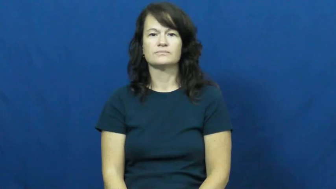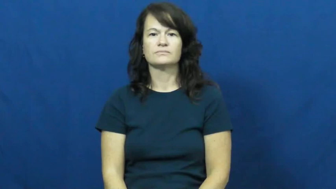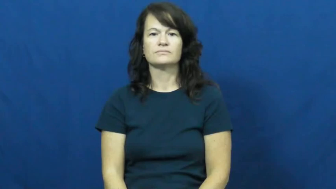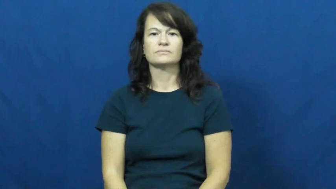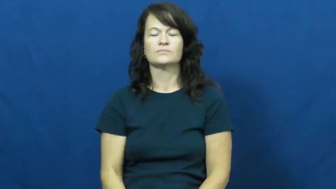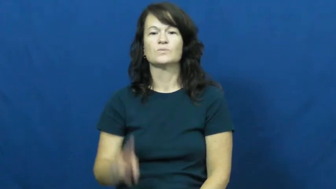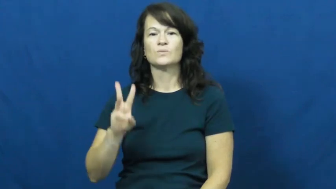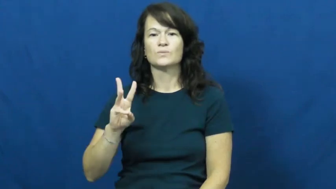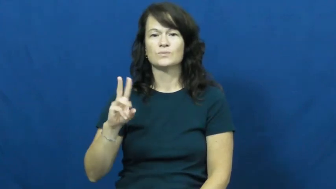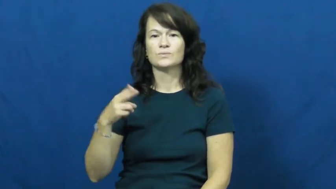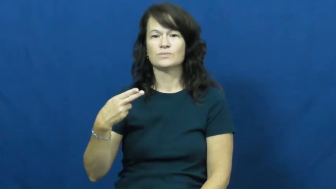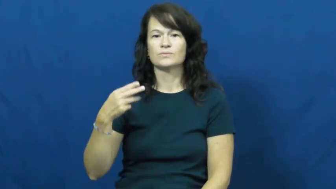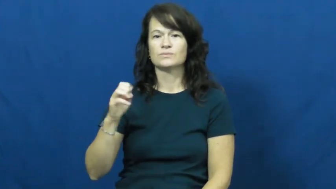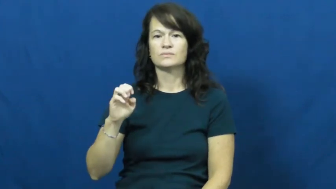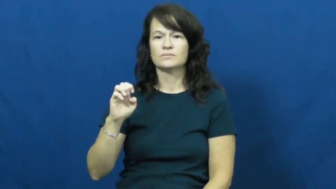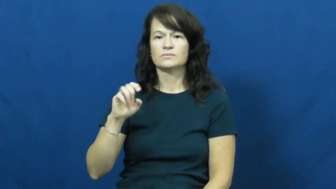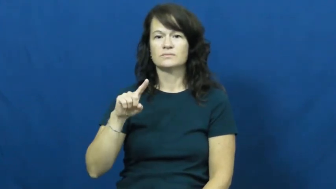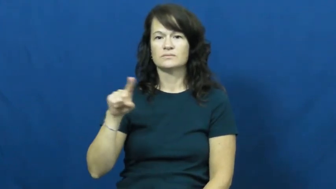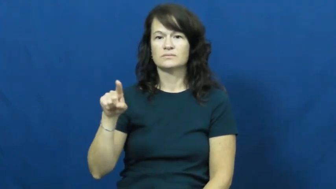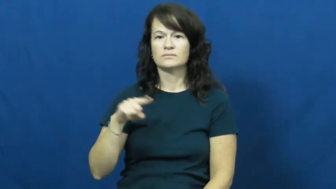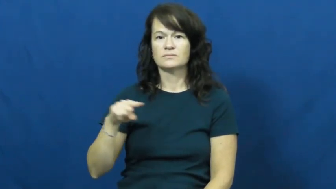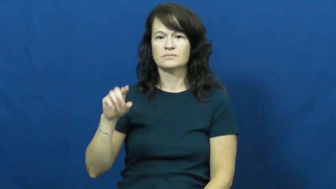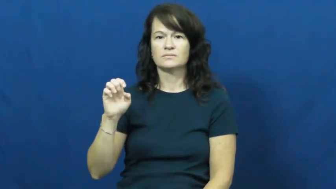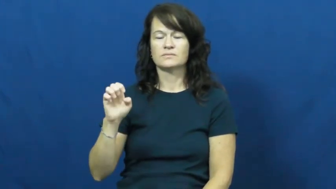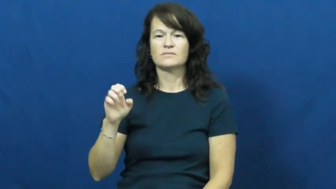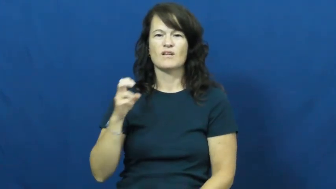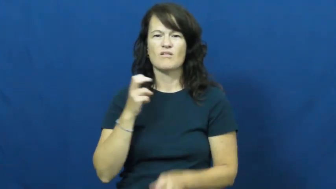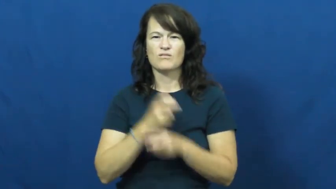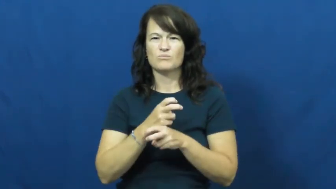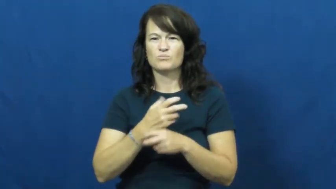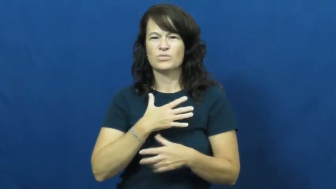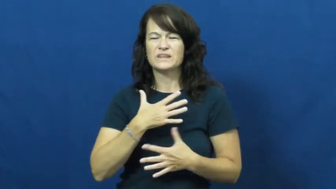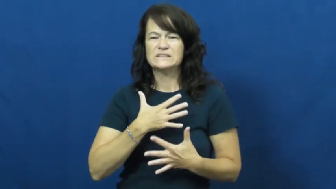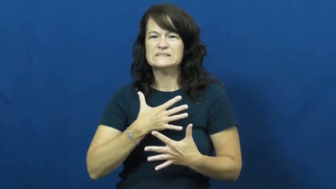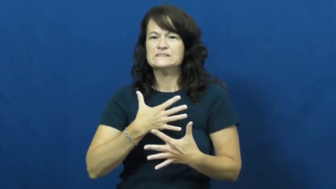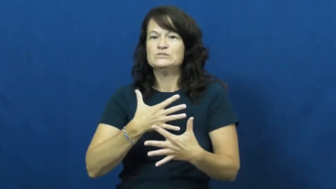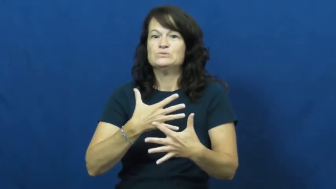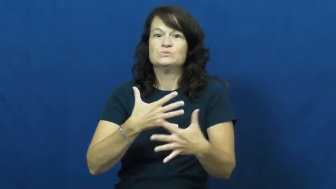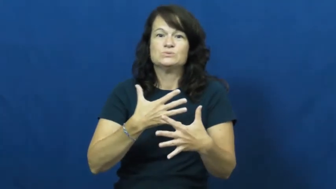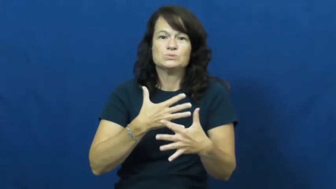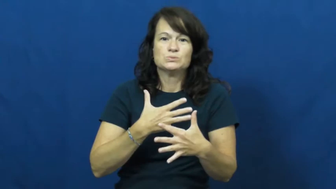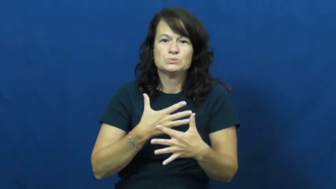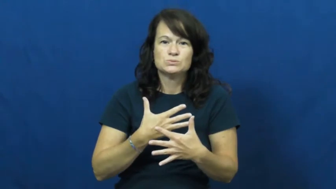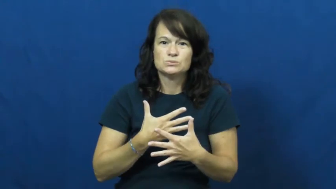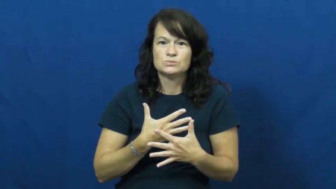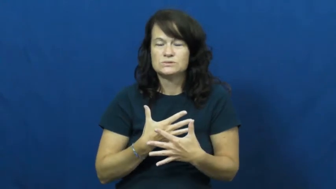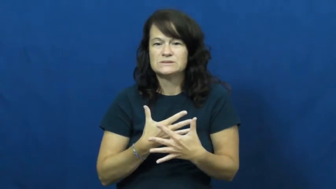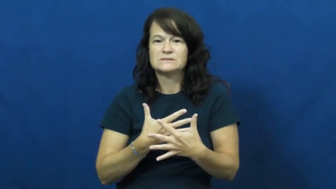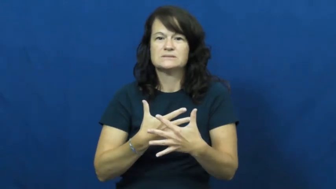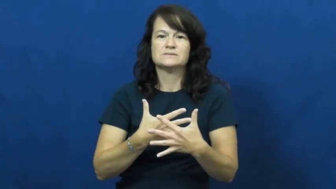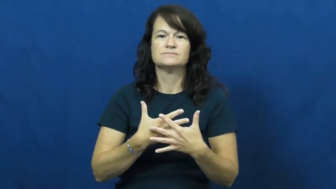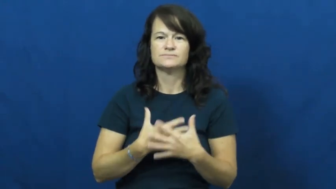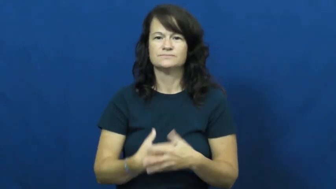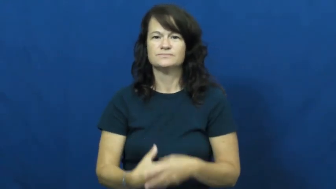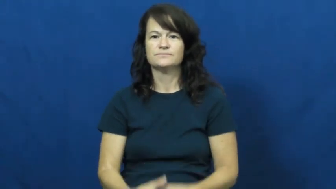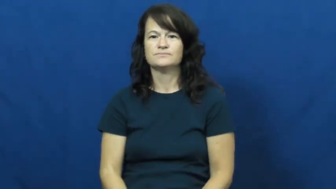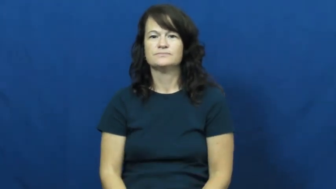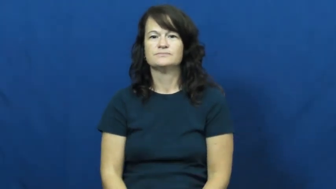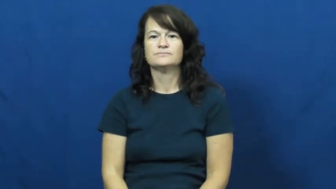wheeze